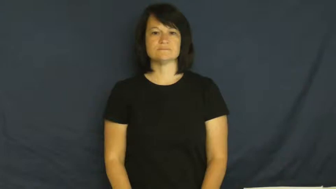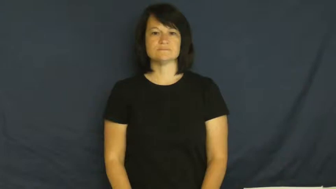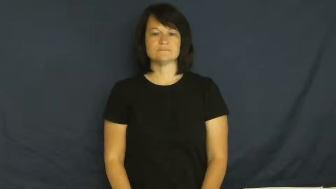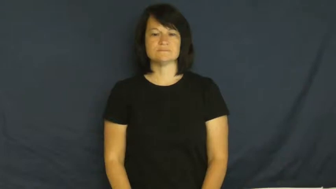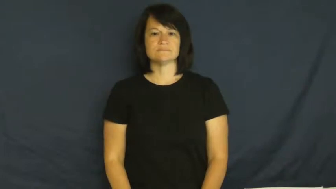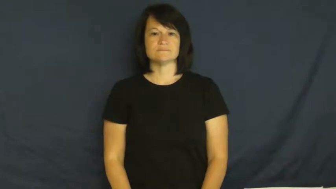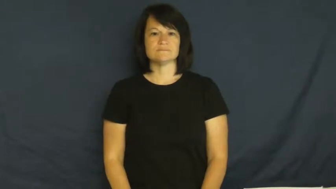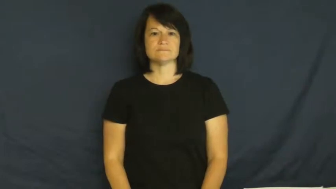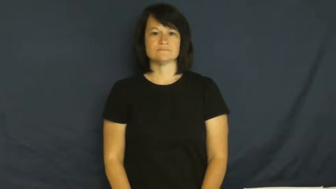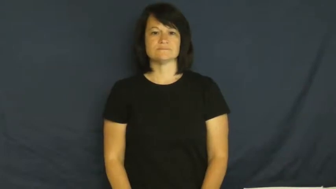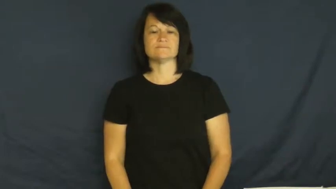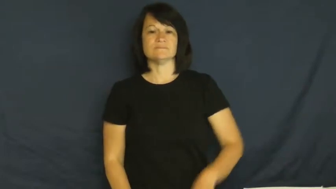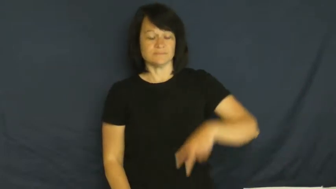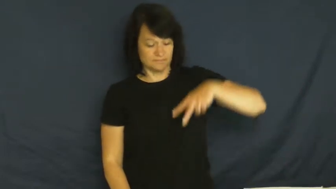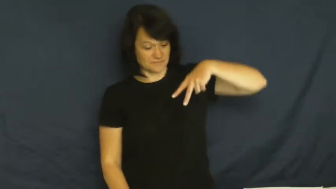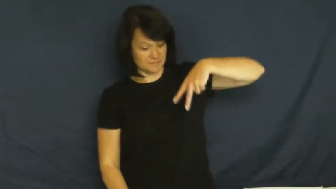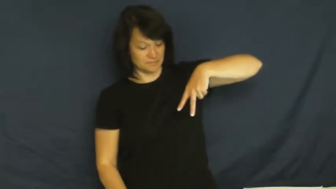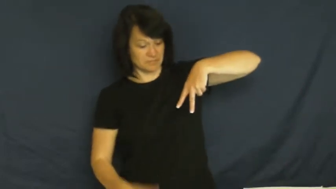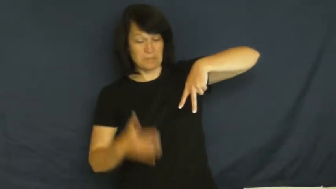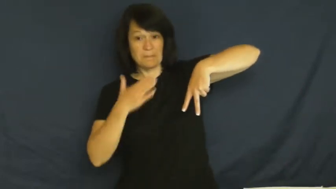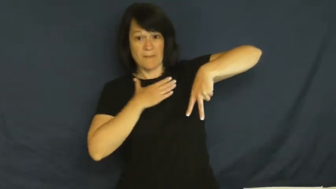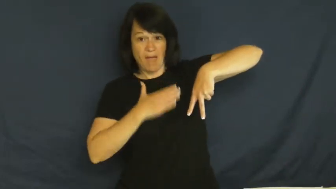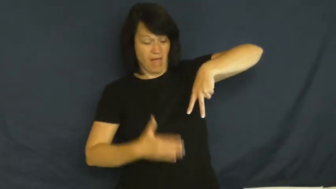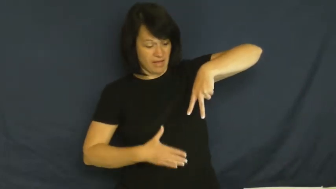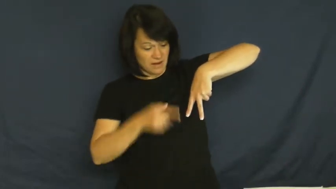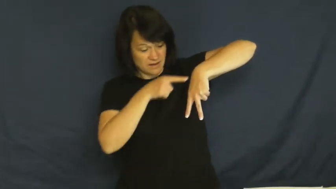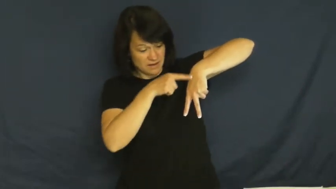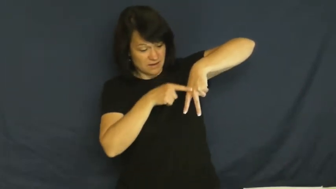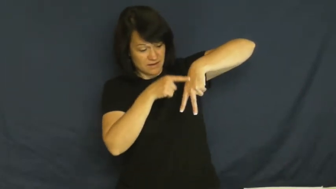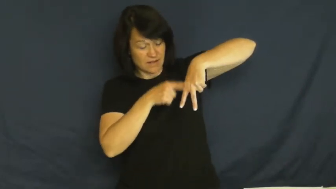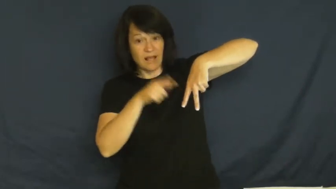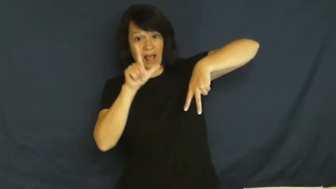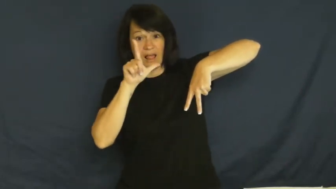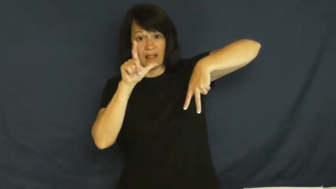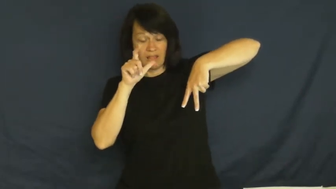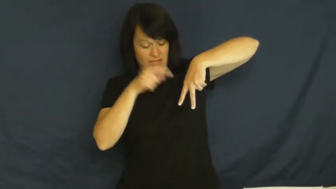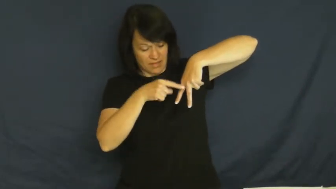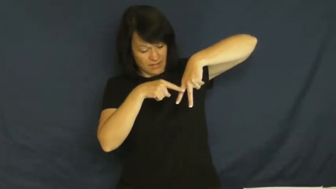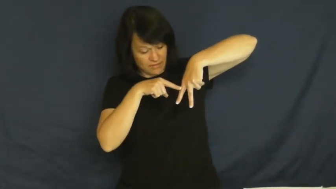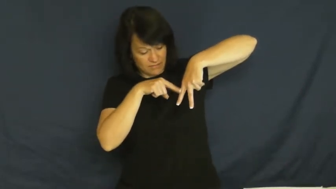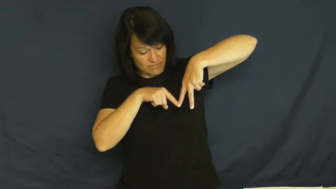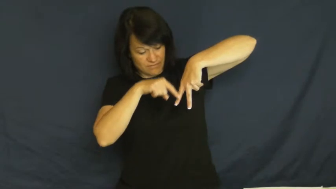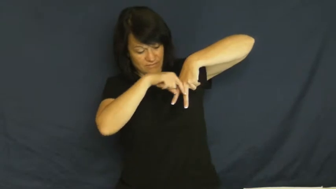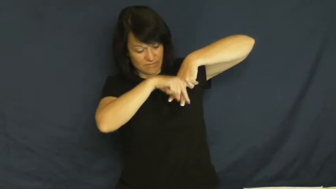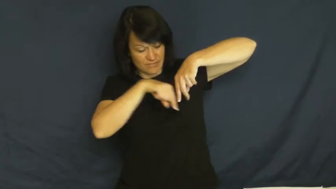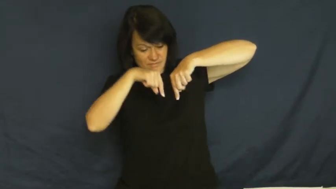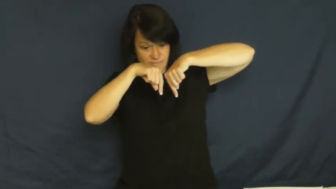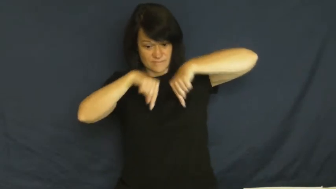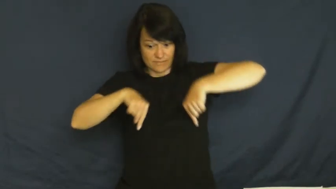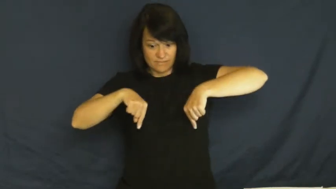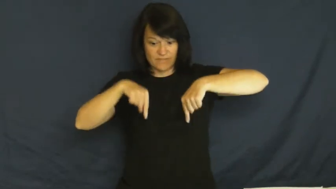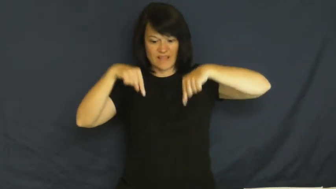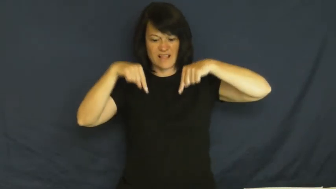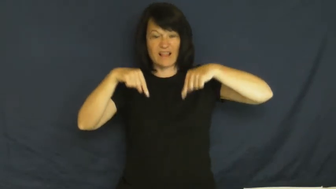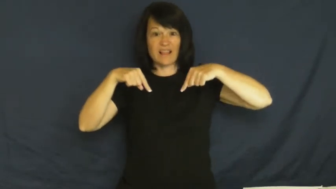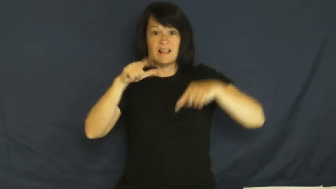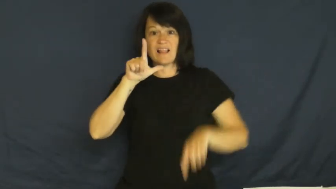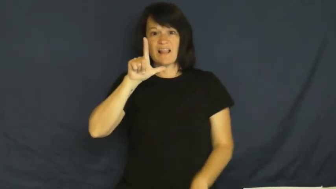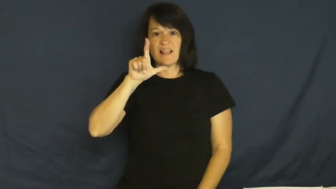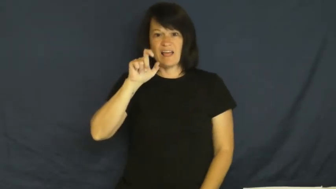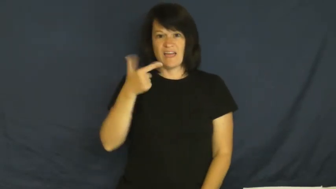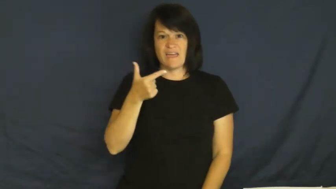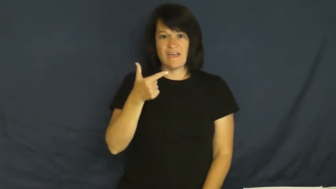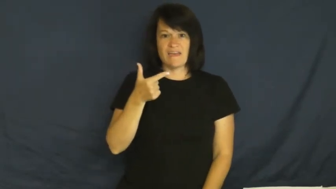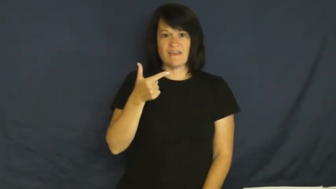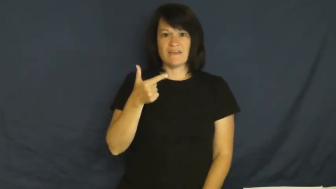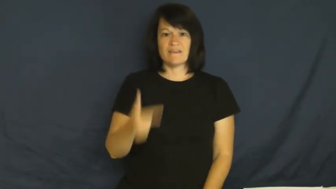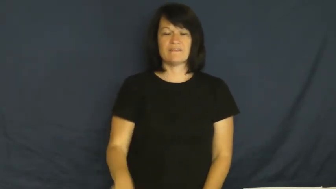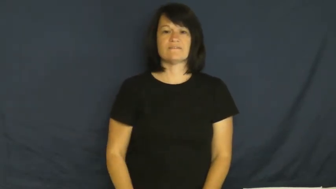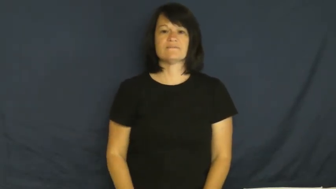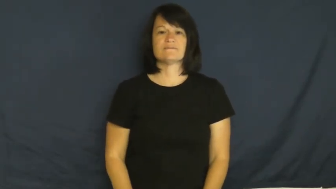leg-body